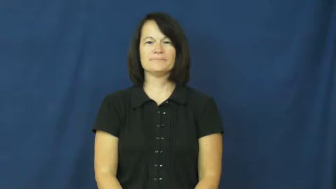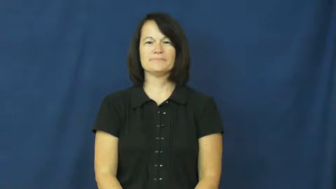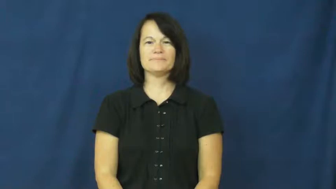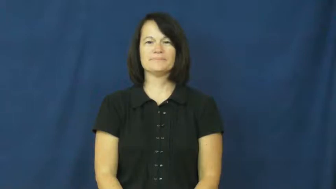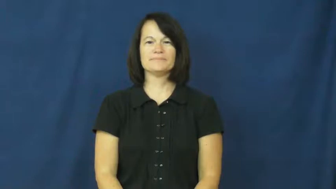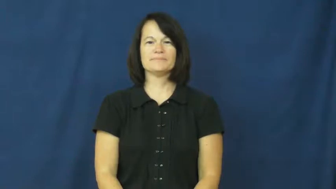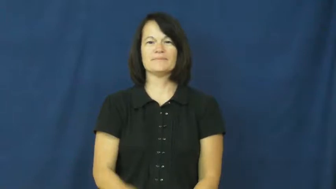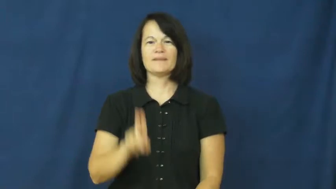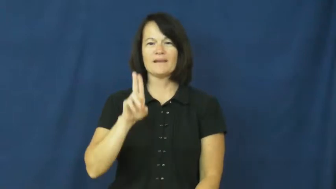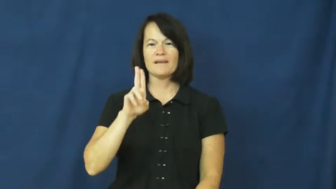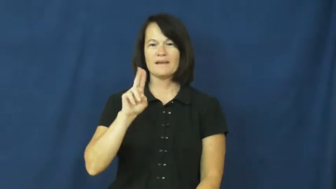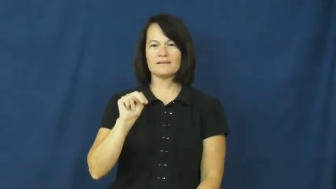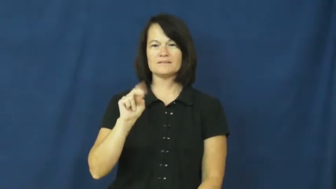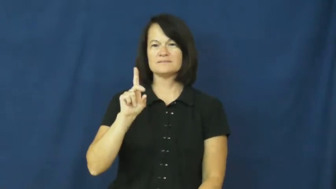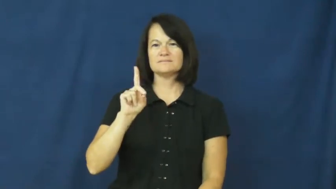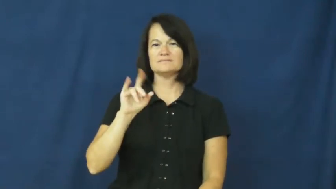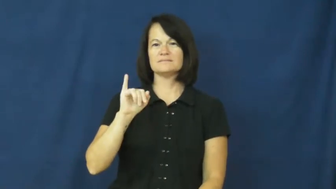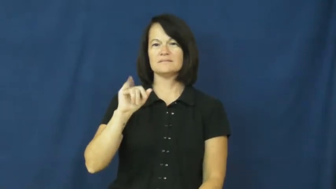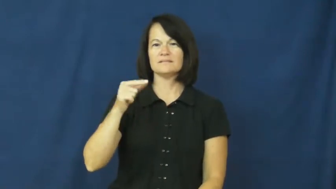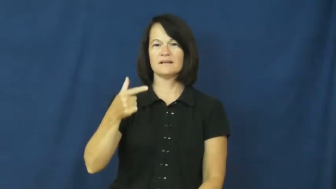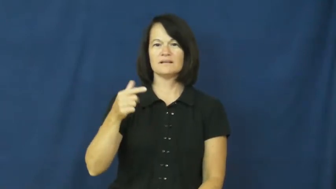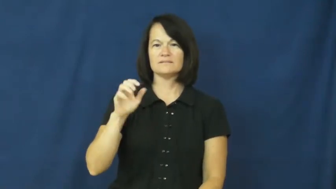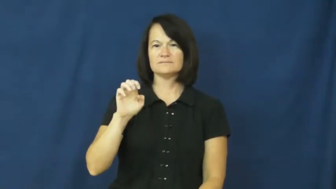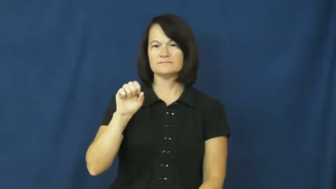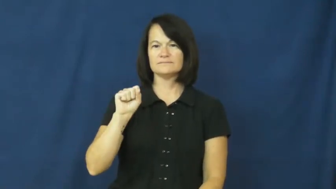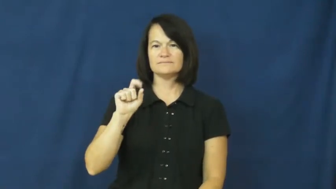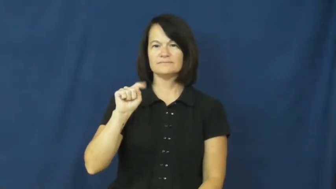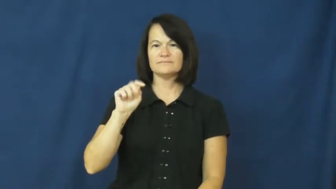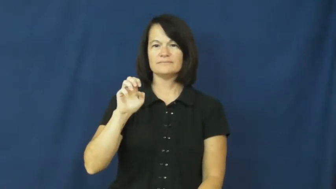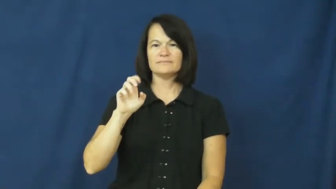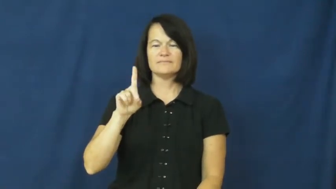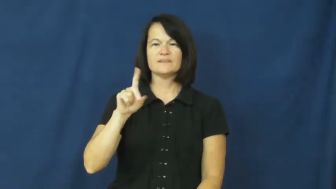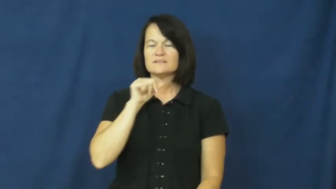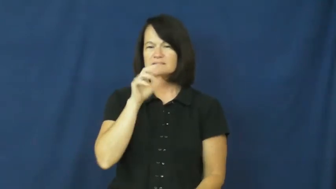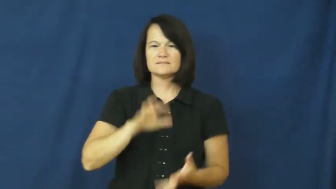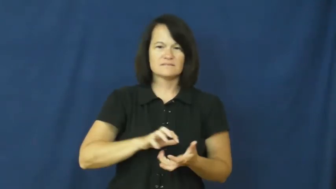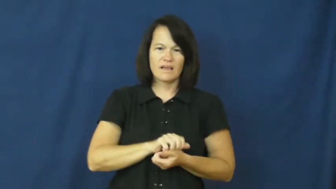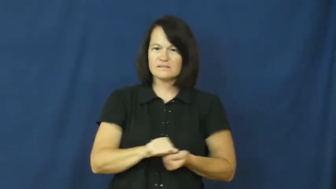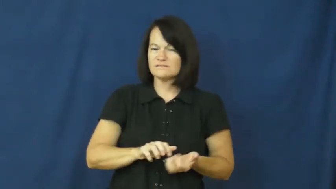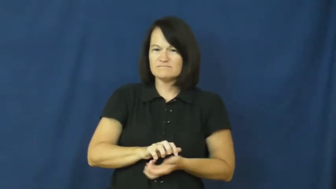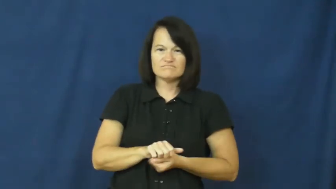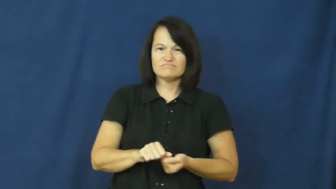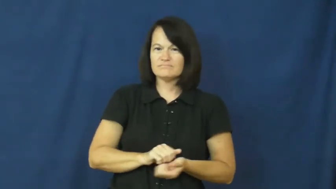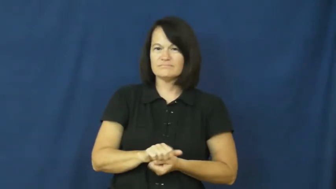undigested-food